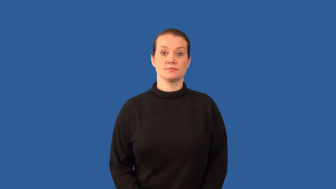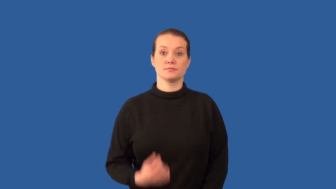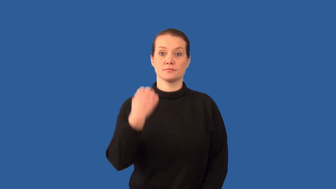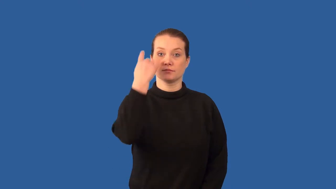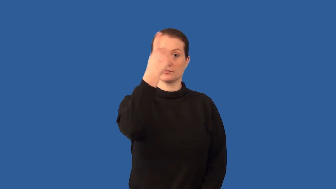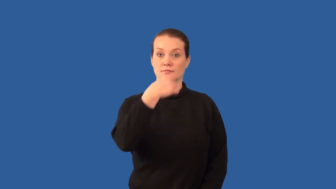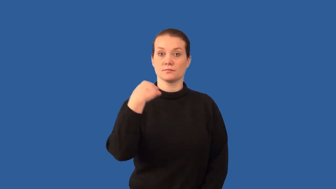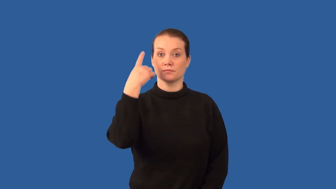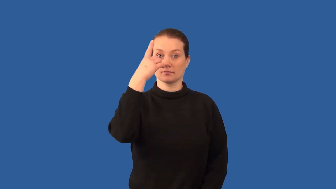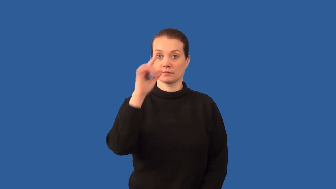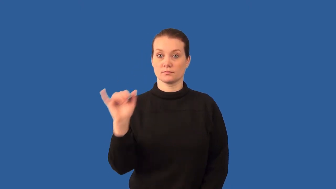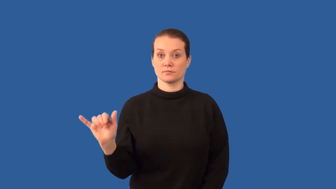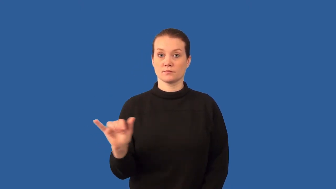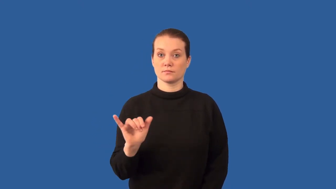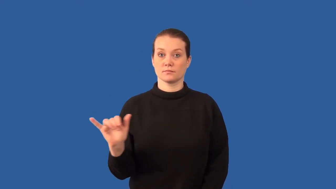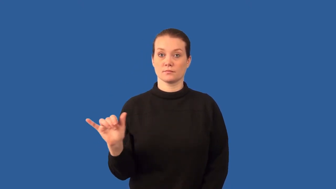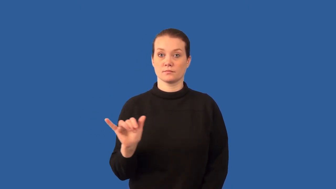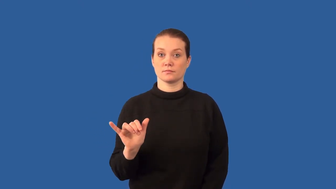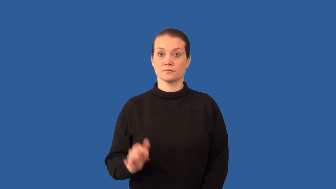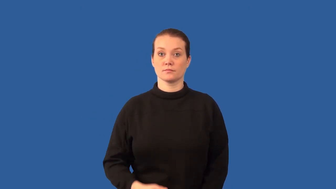phenotype